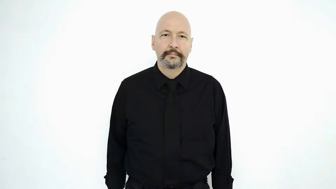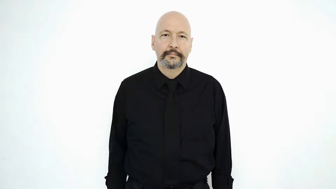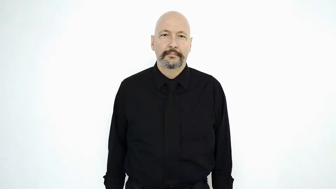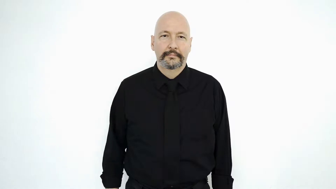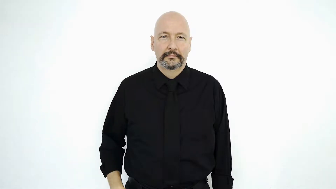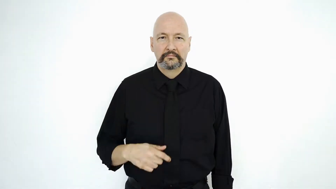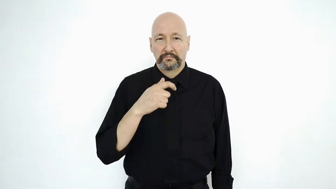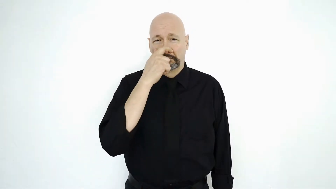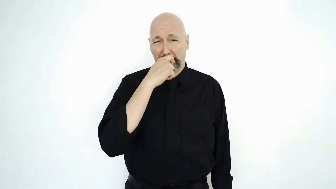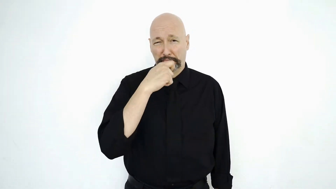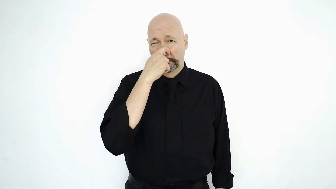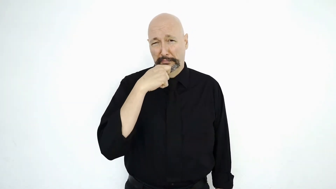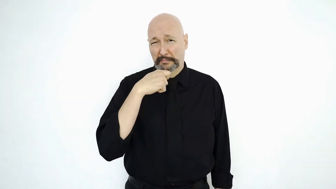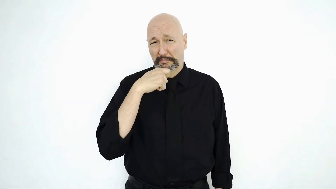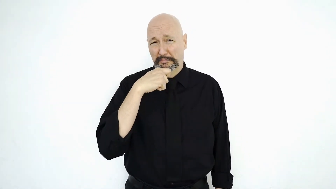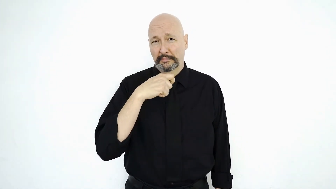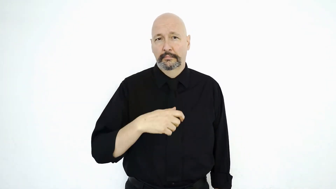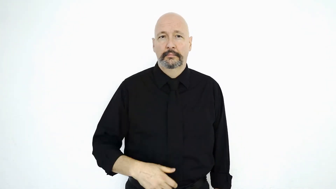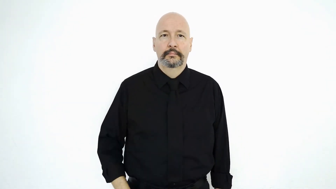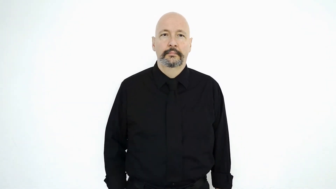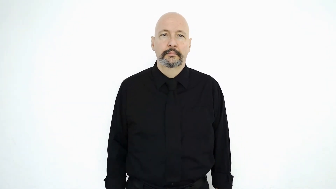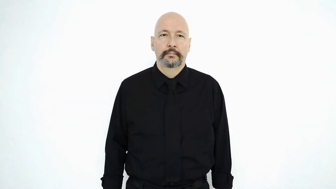HEAD COLD